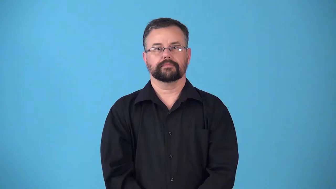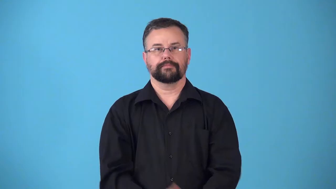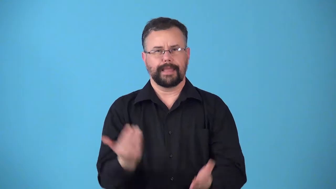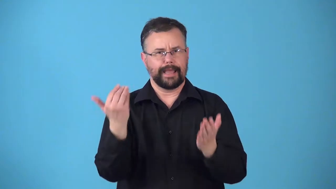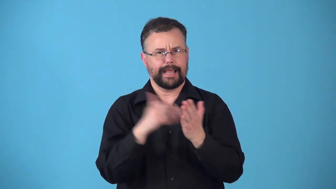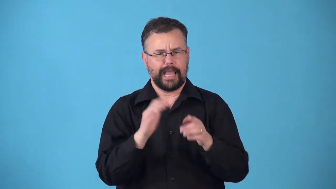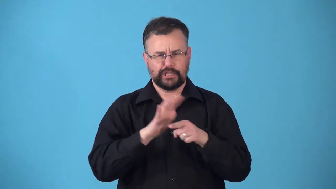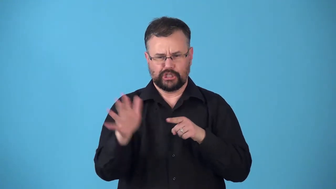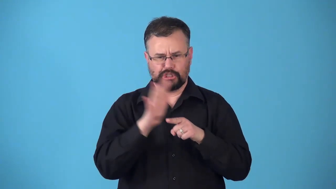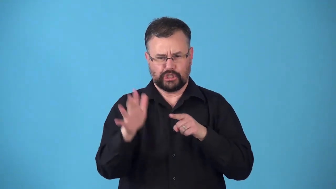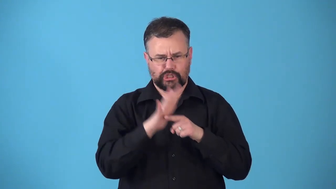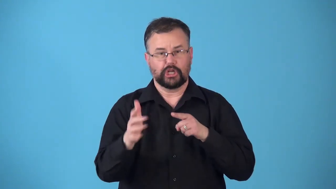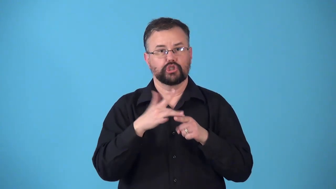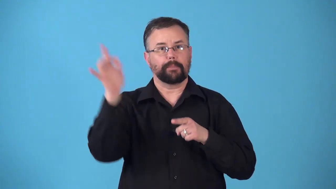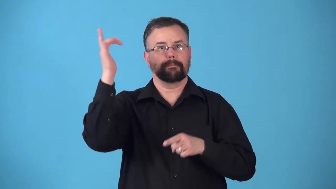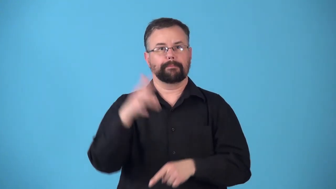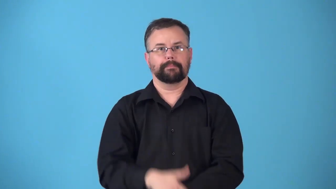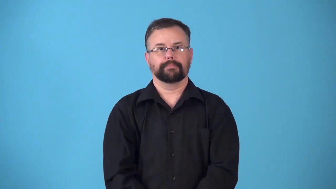resharpen